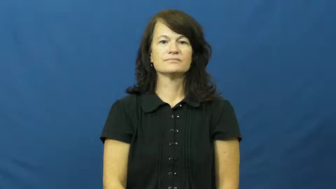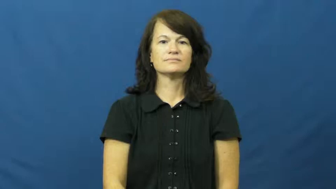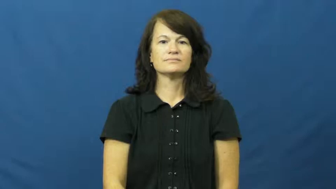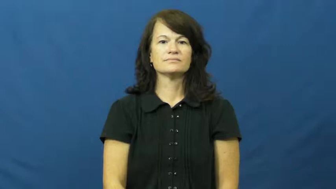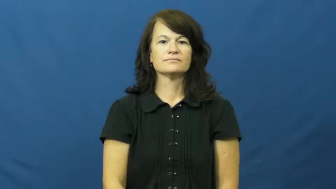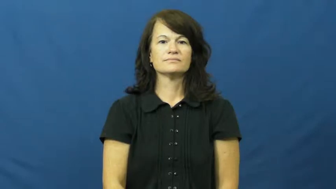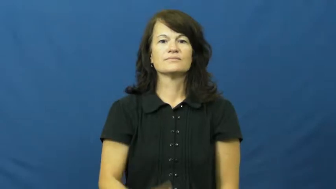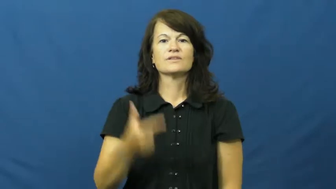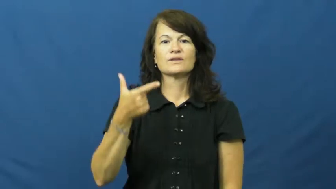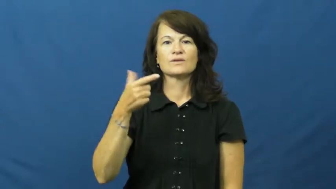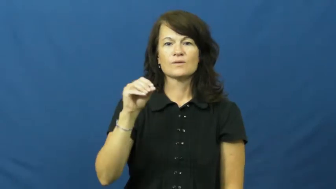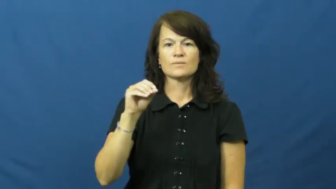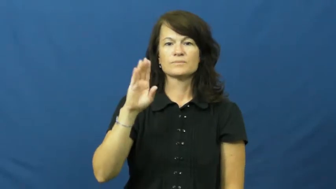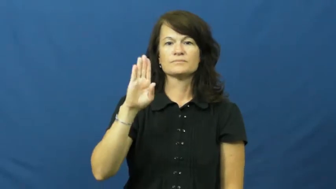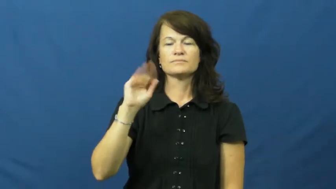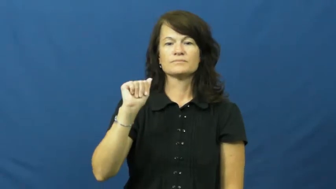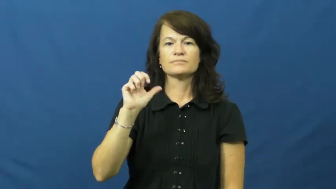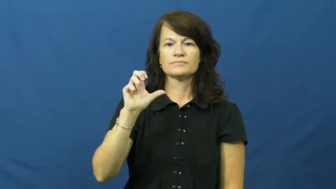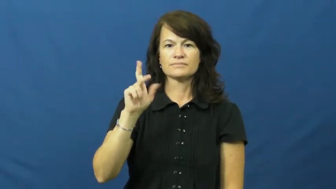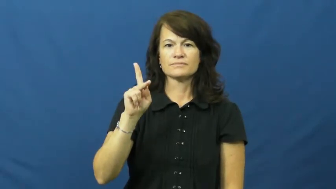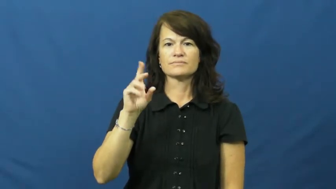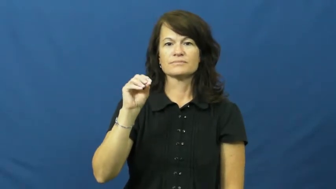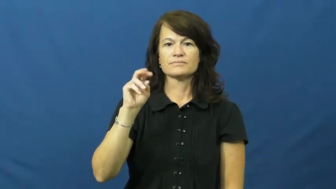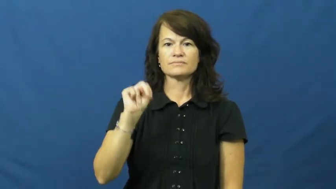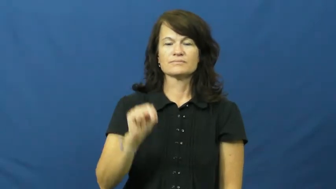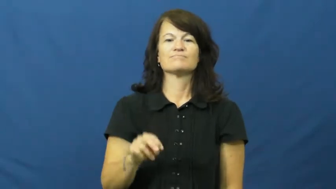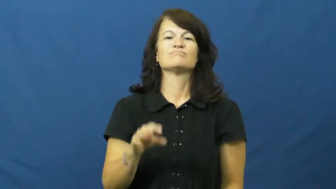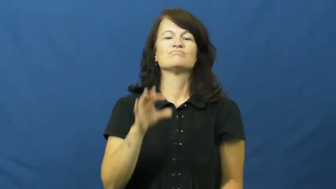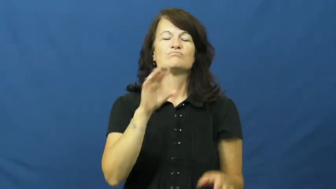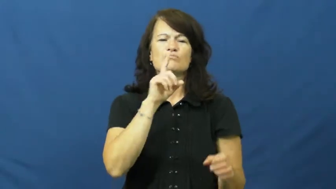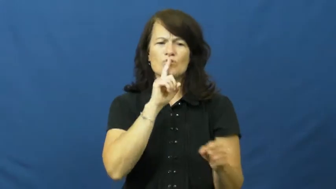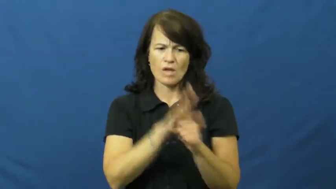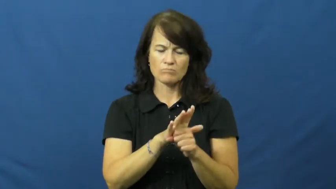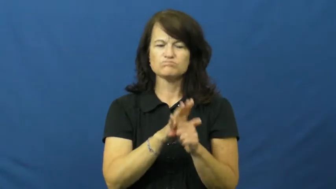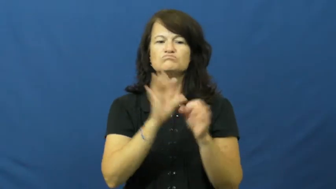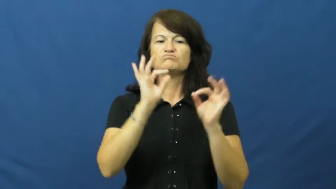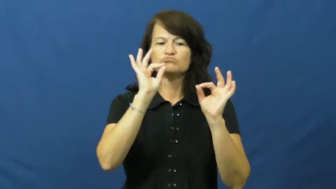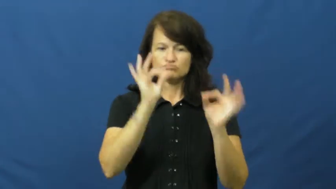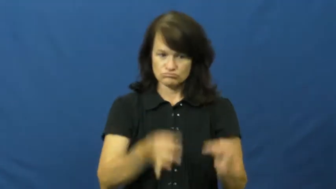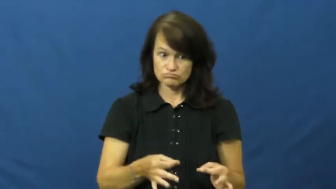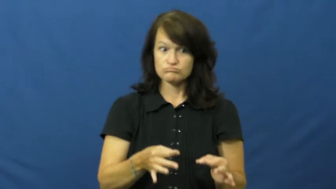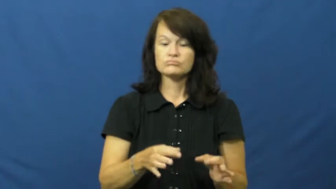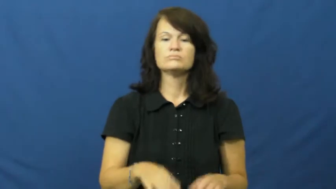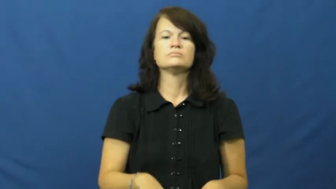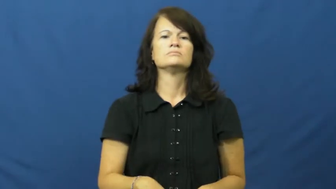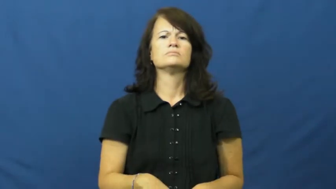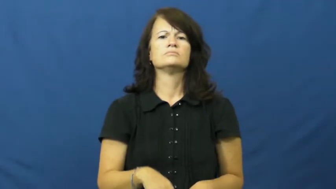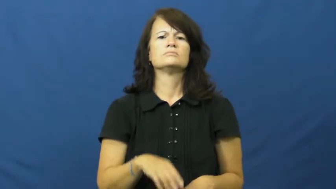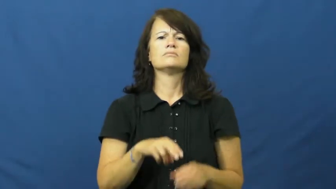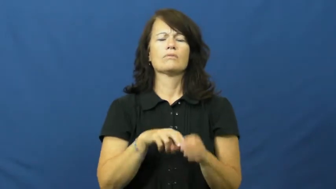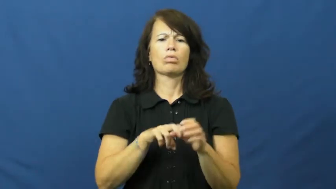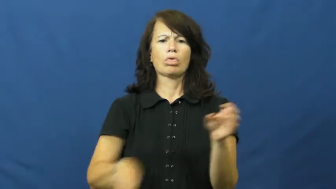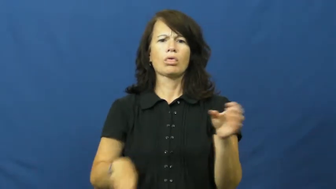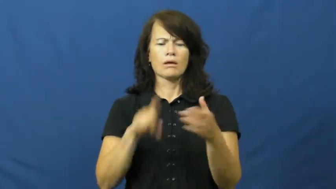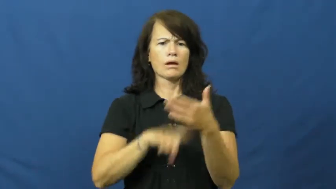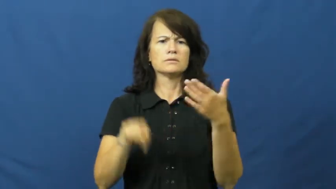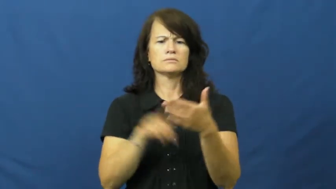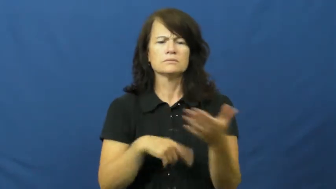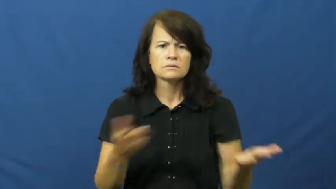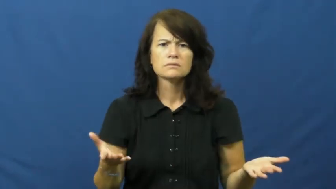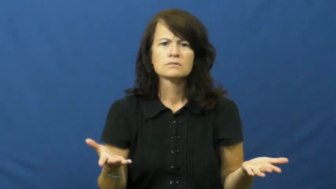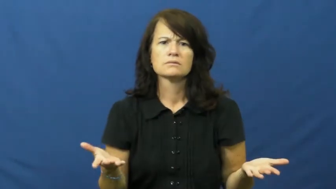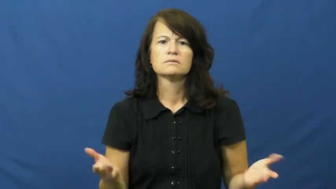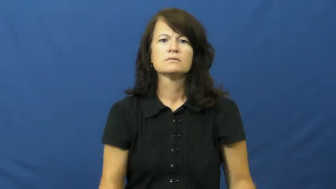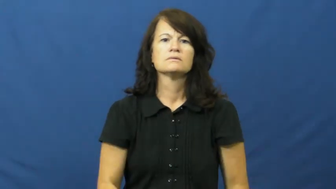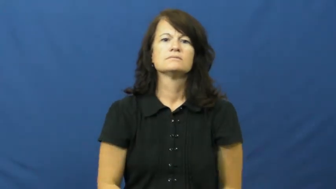go back on